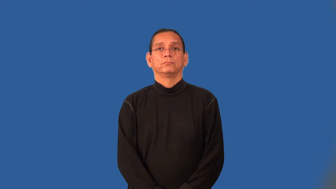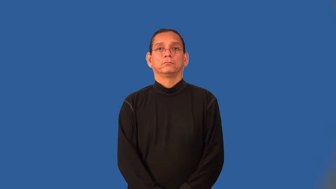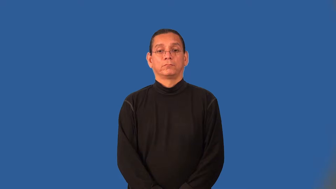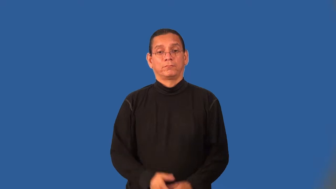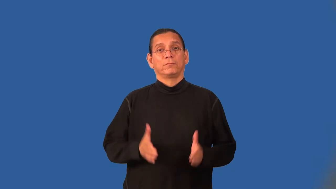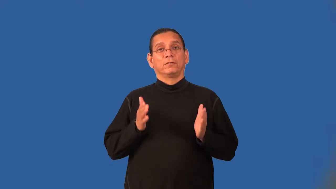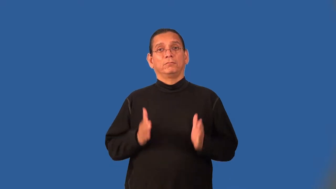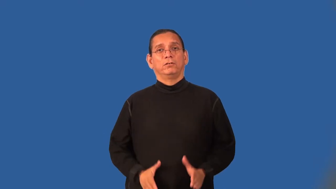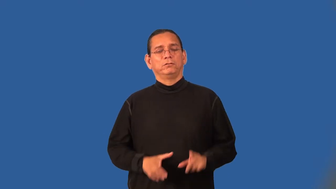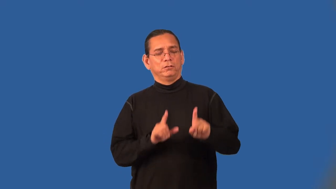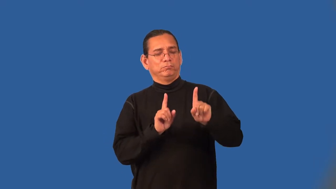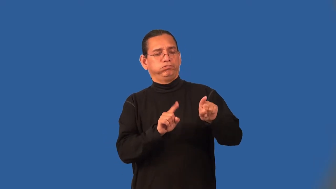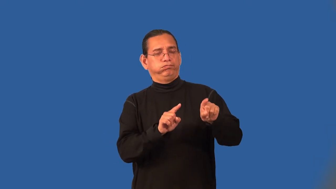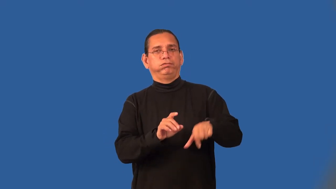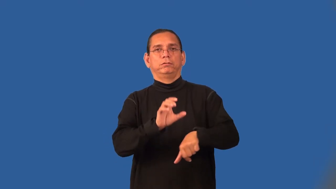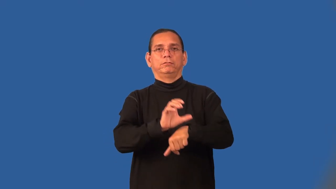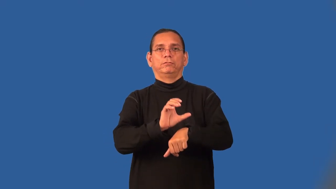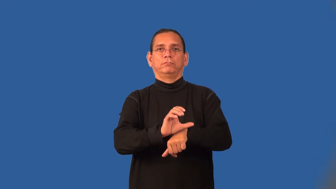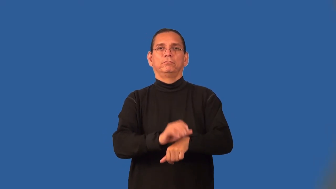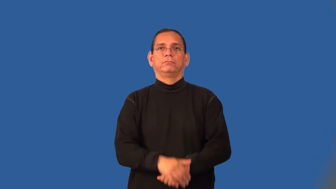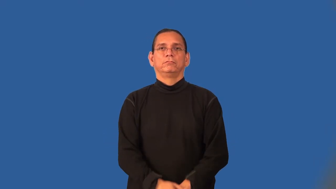churchgoer